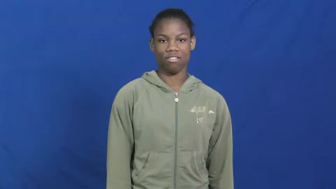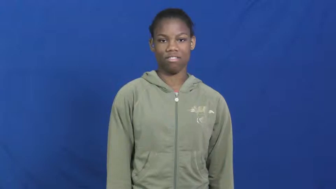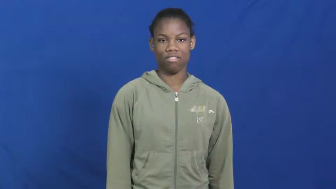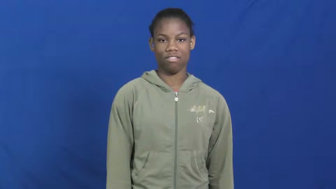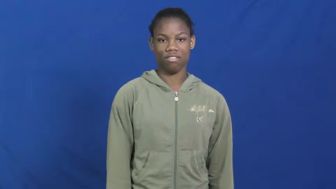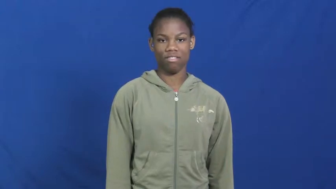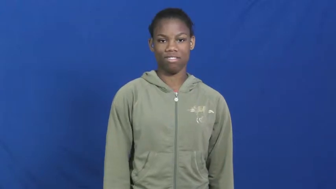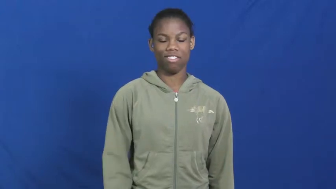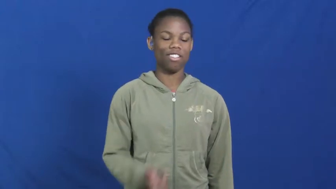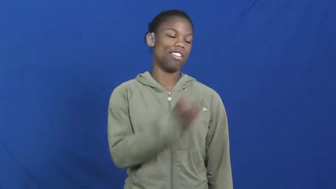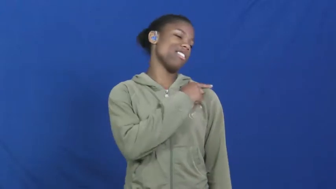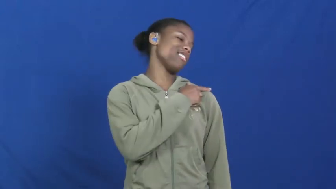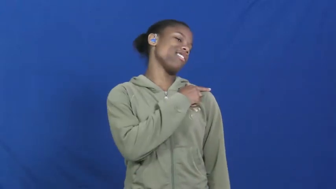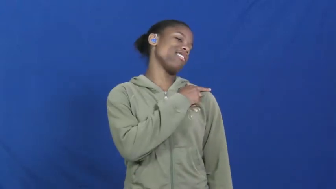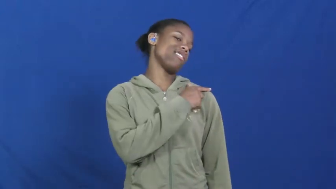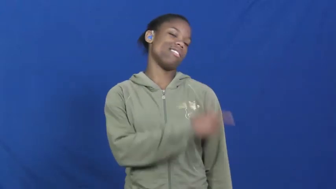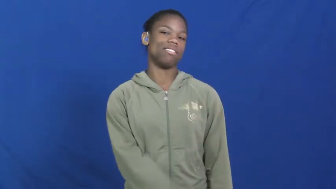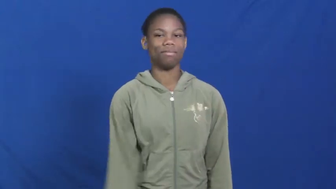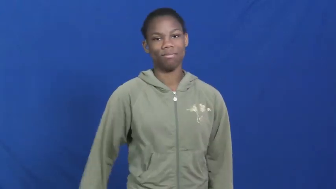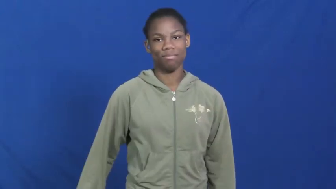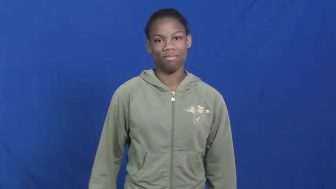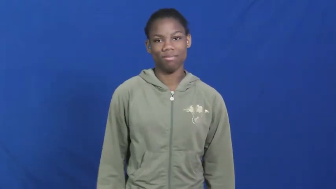lazy,sloth,goldbrick